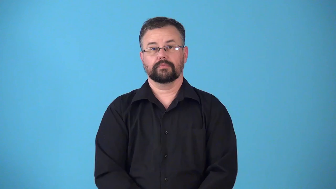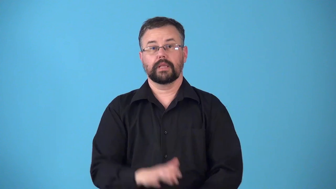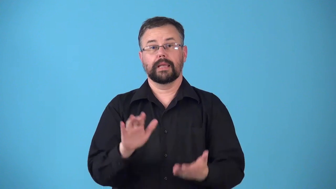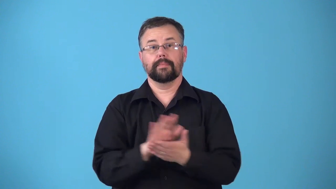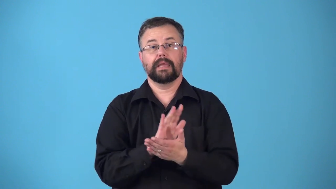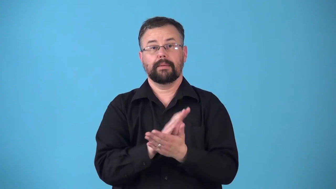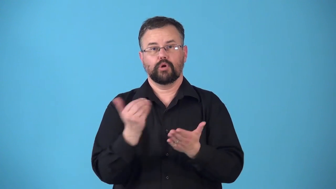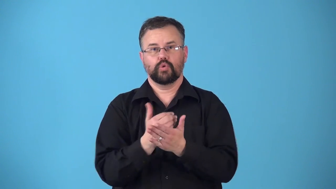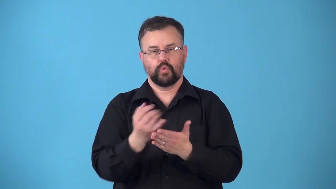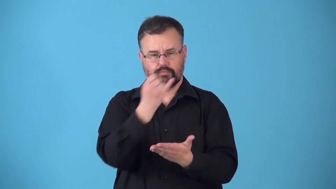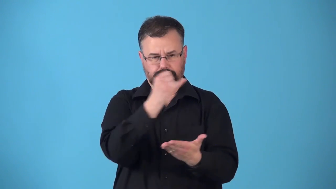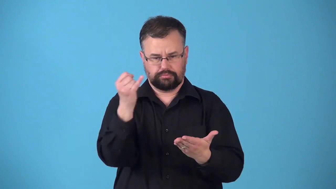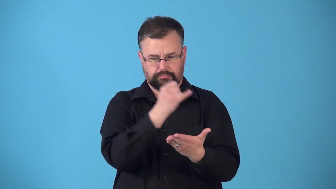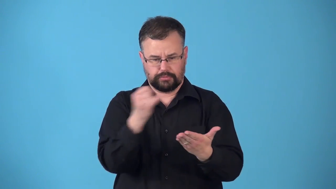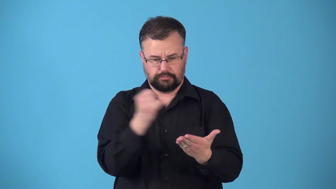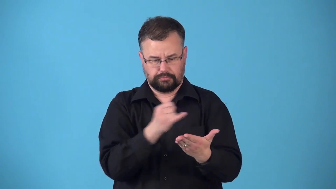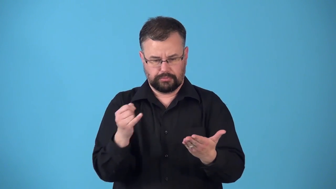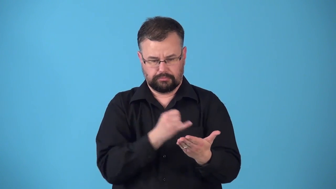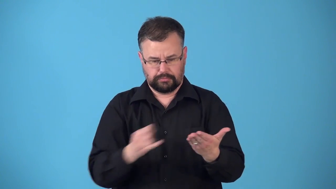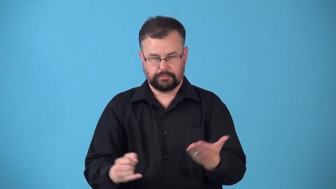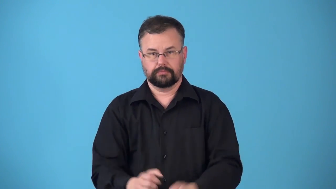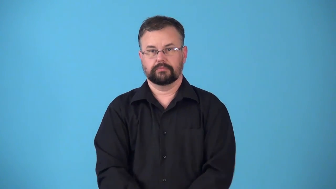reline-paper